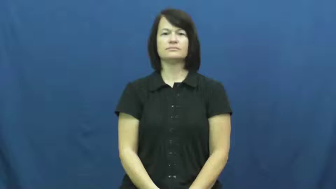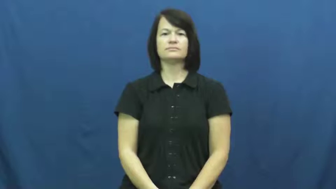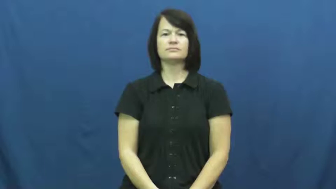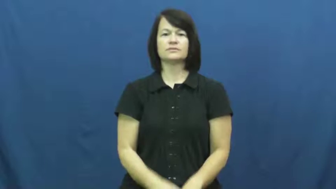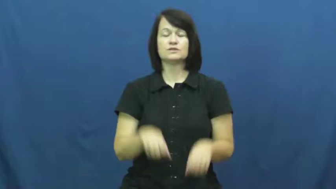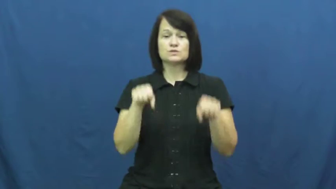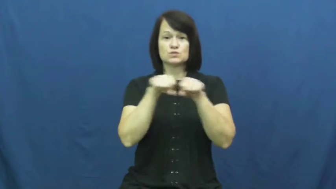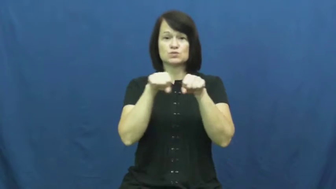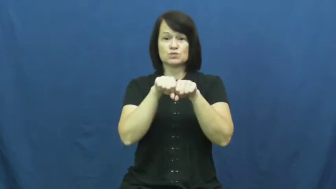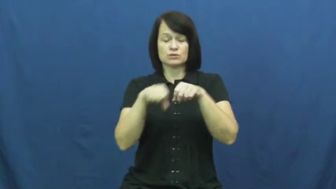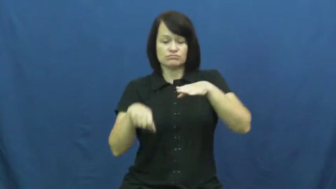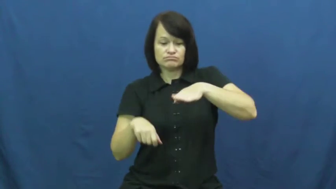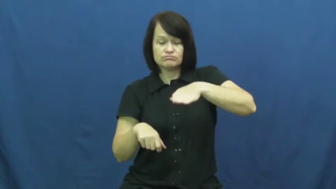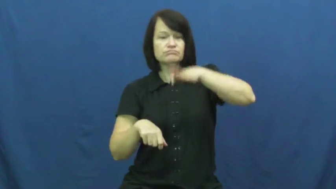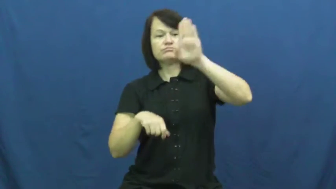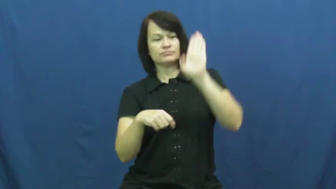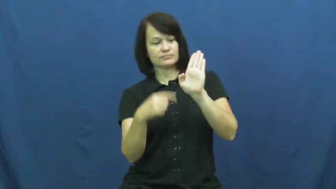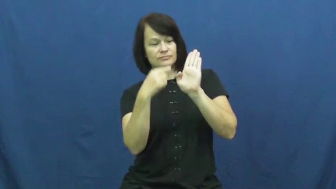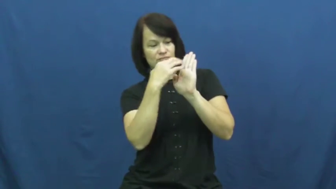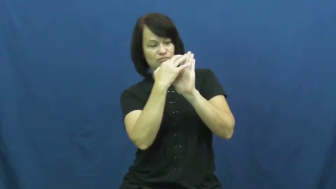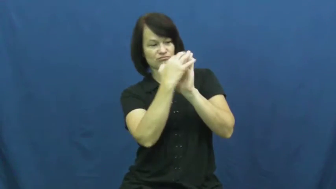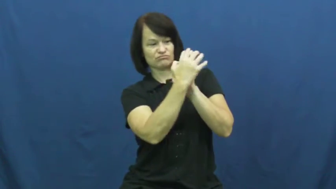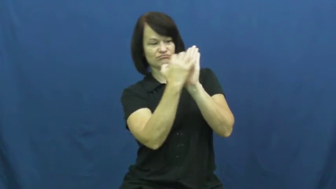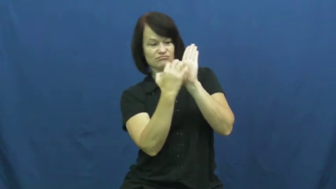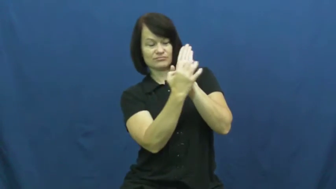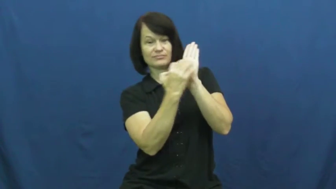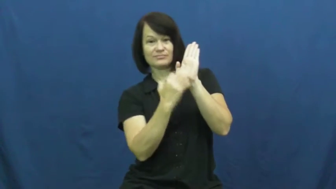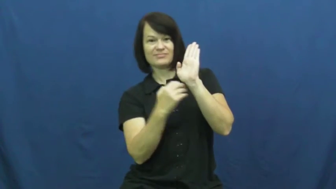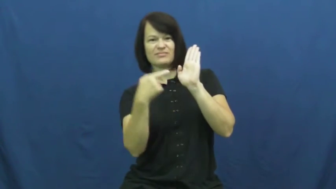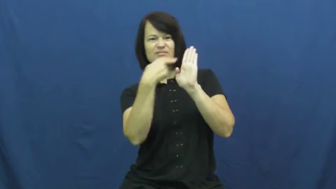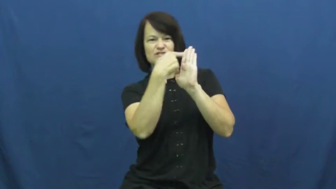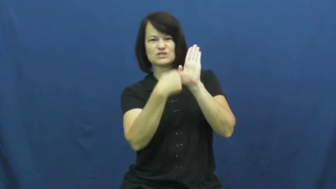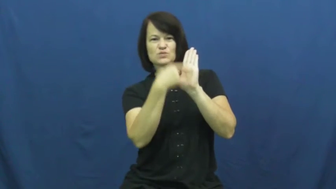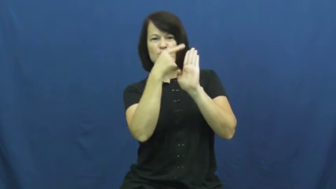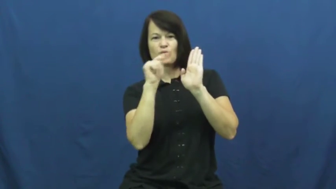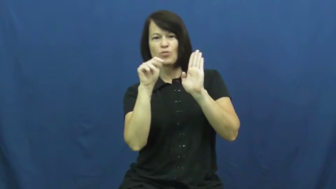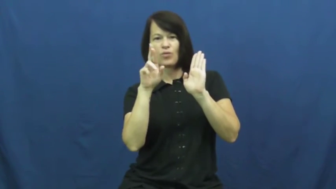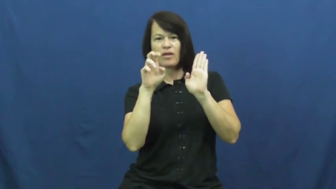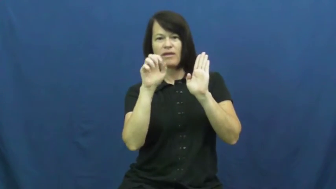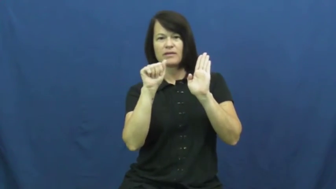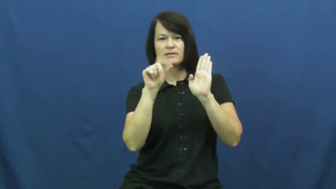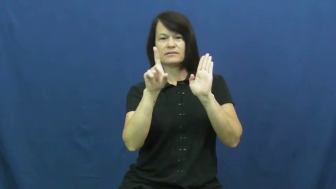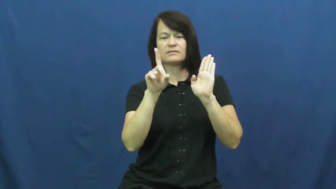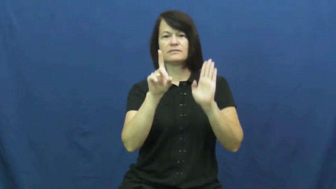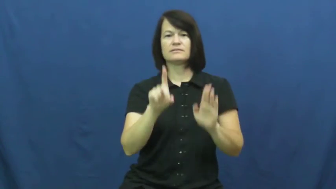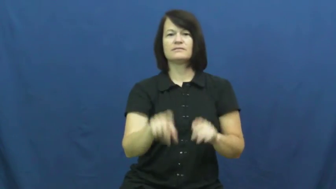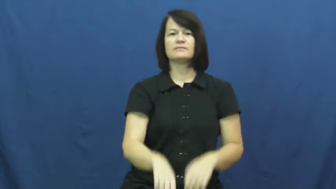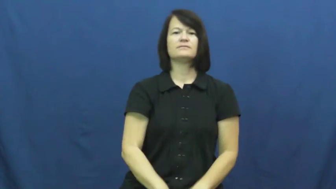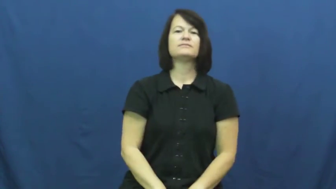tread-shoe